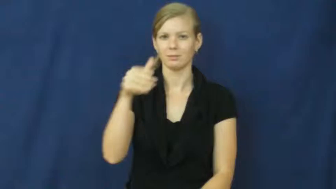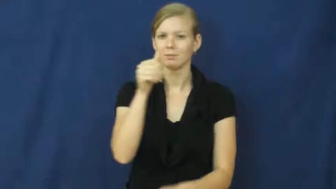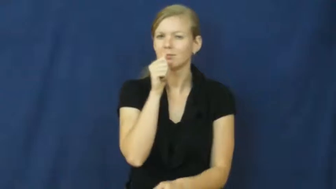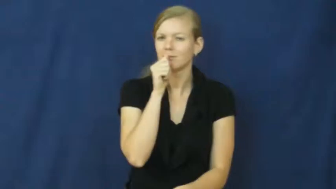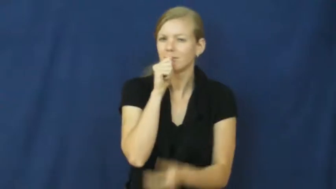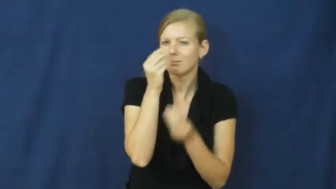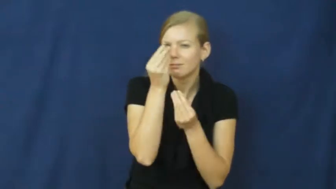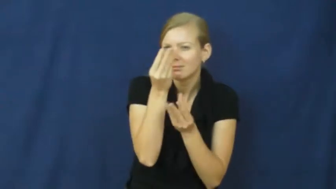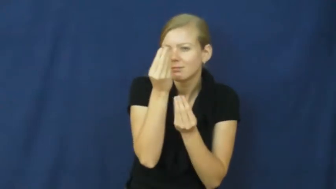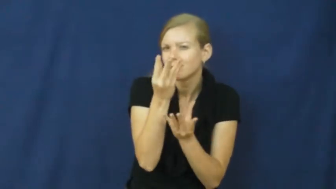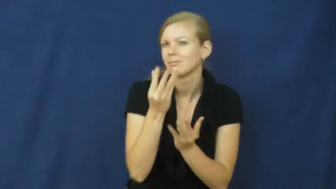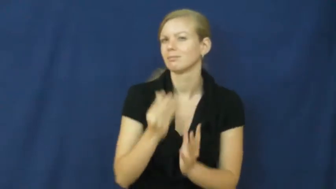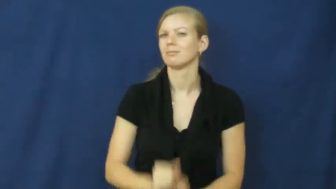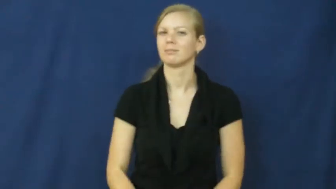classified,skinny-secret information